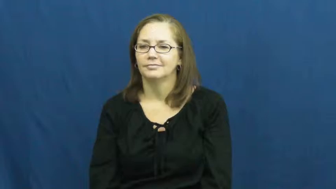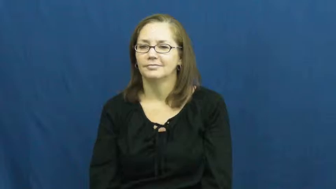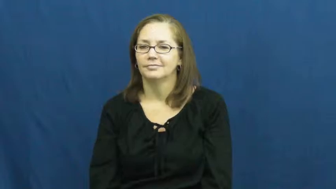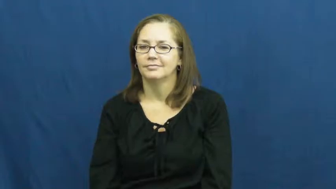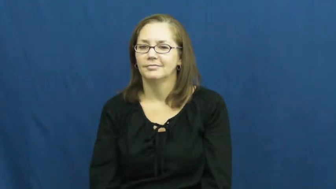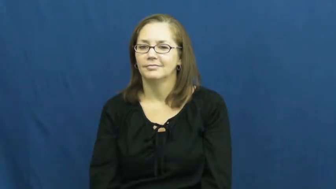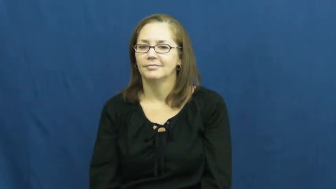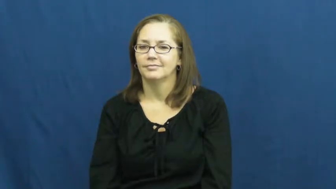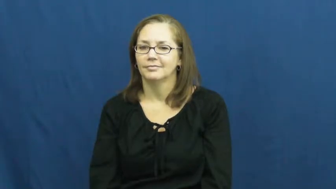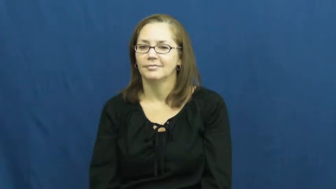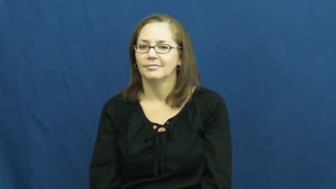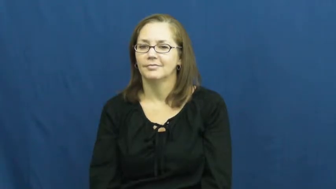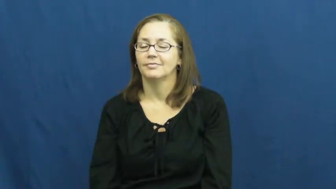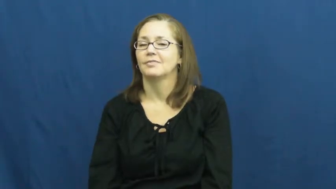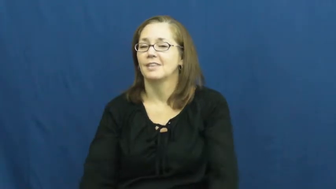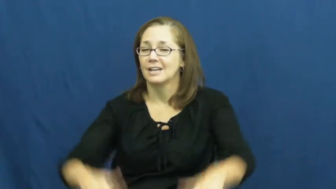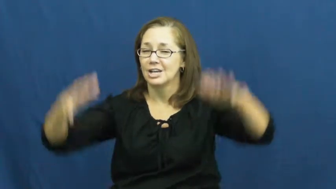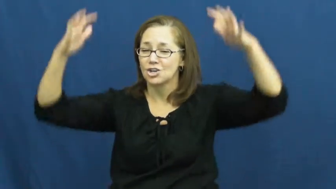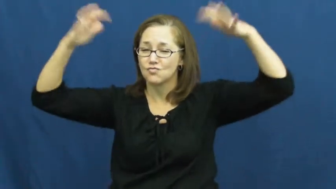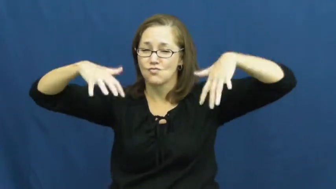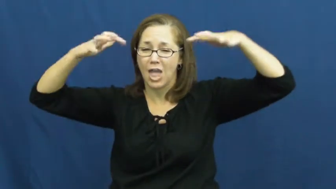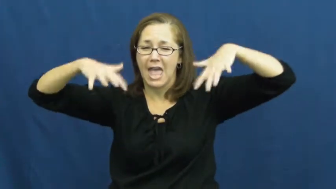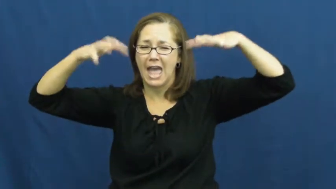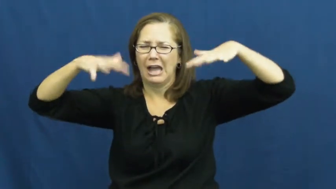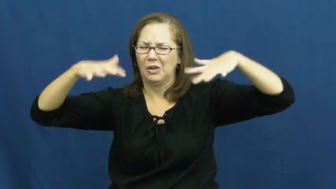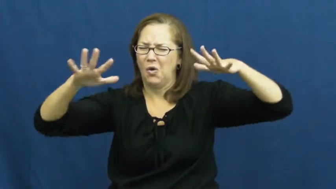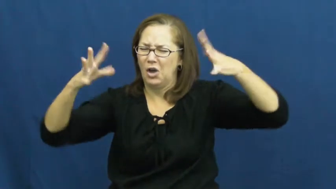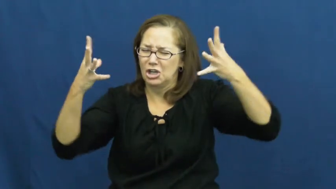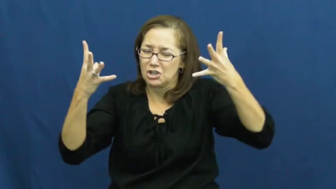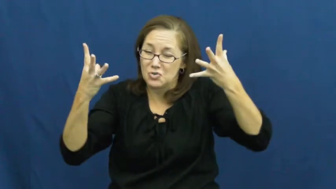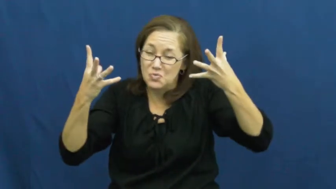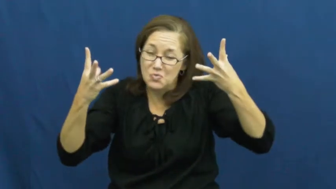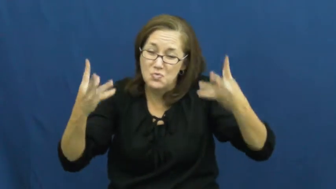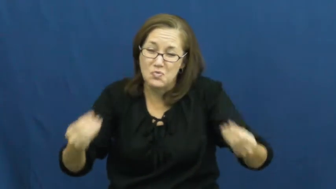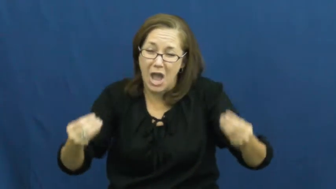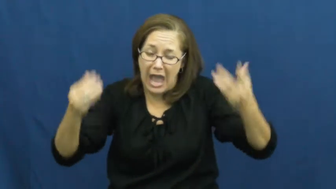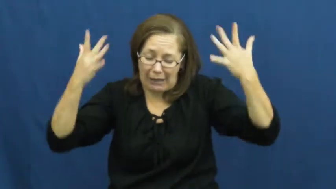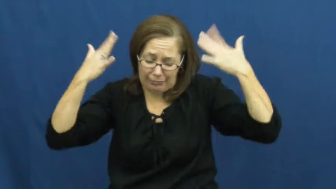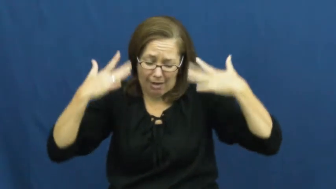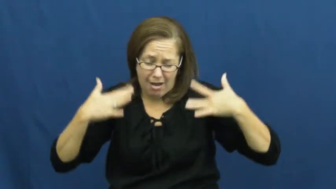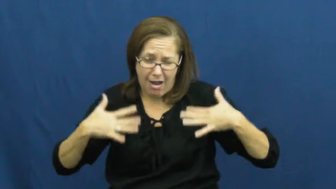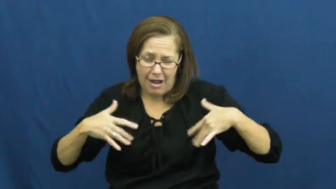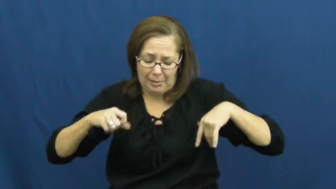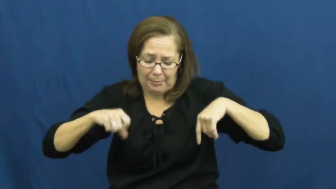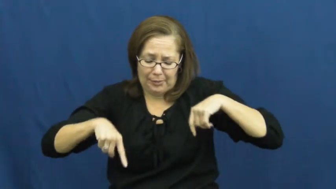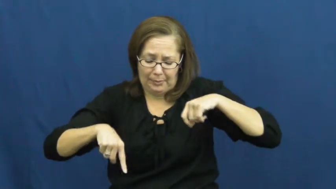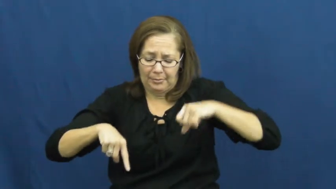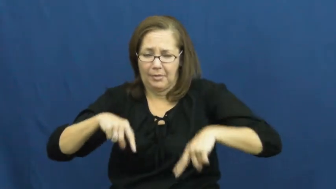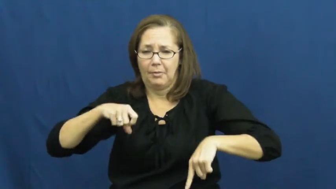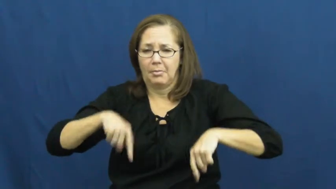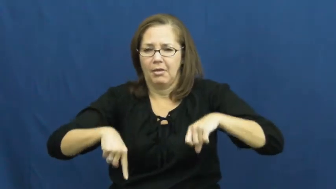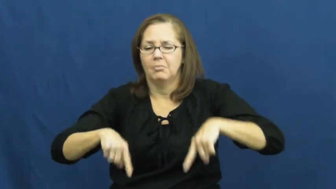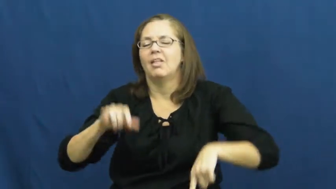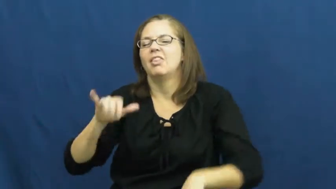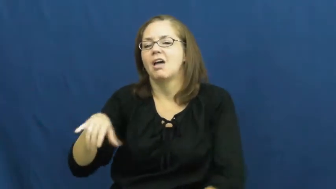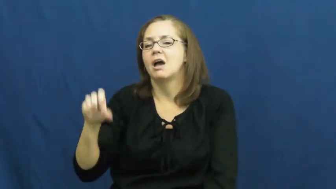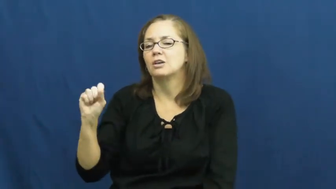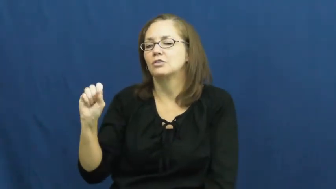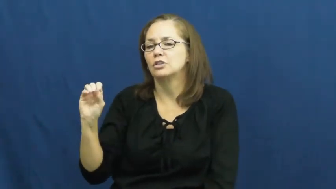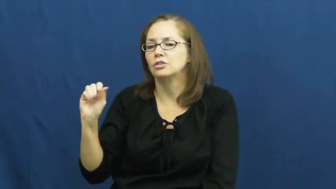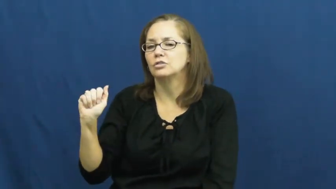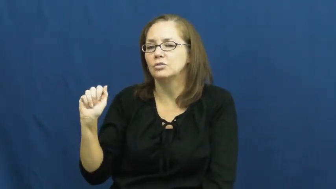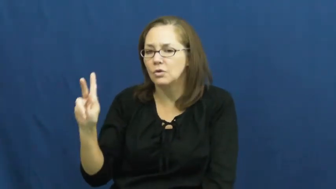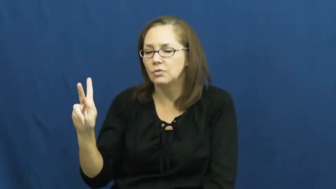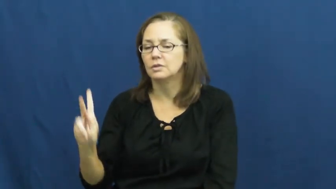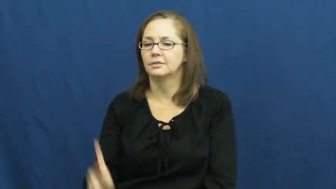soak-rain